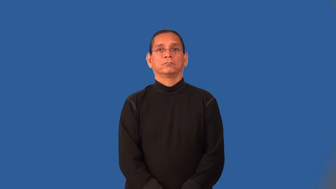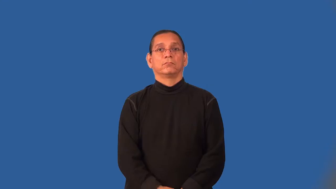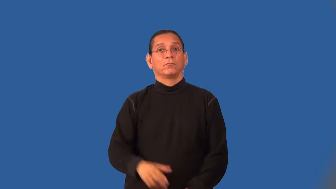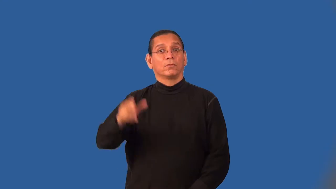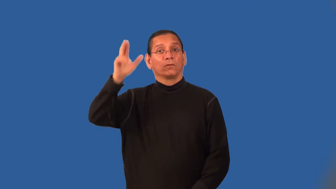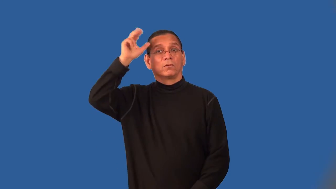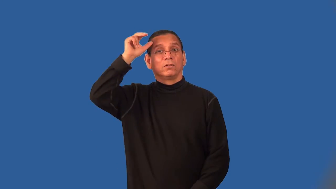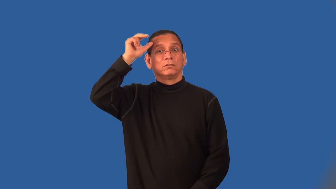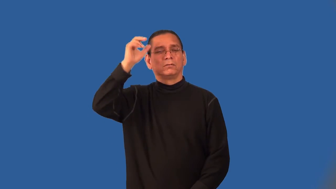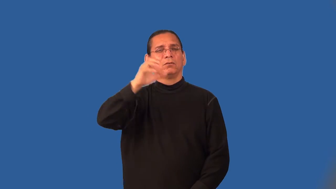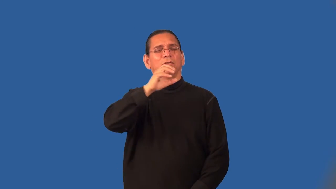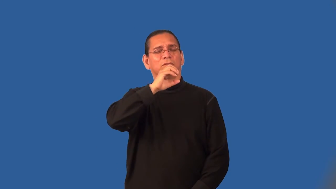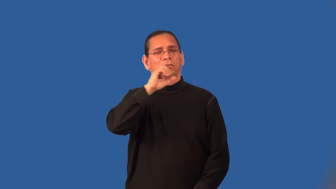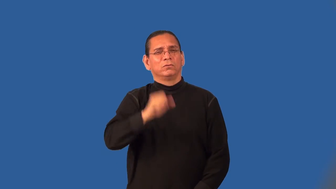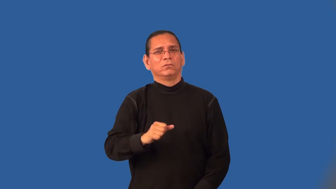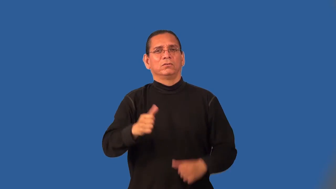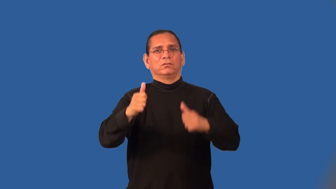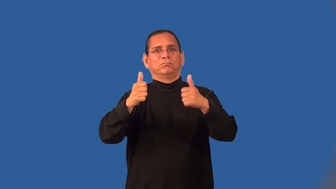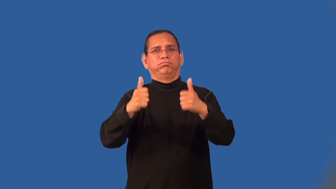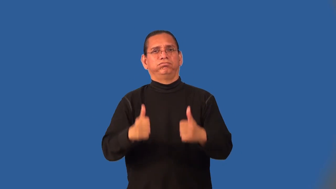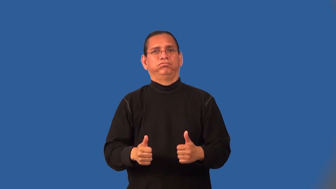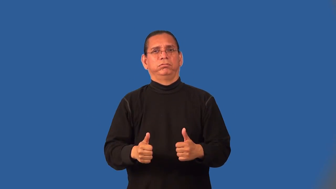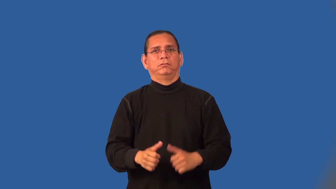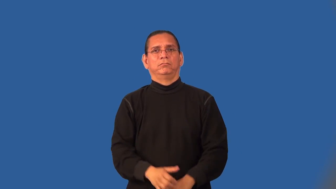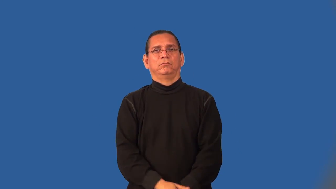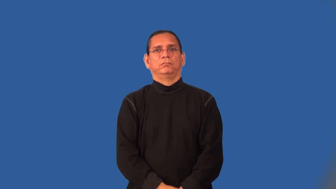nag-horse